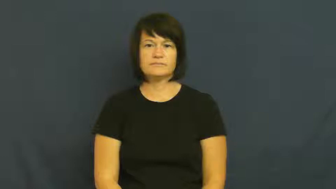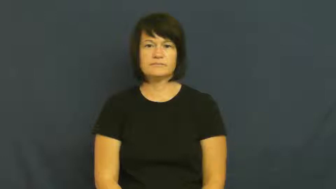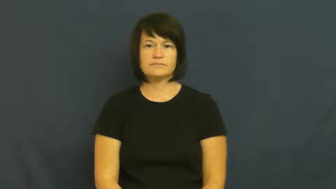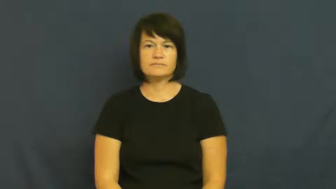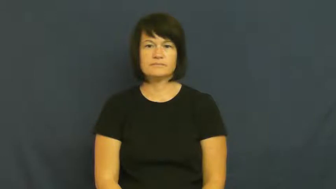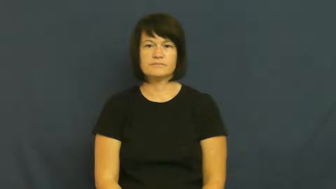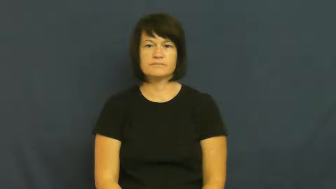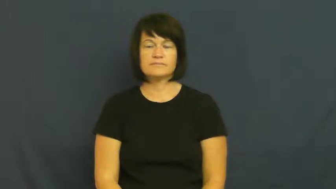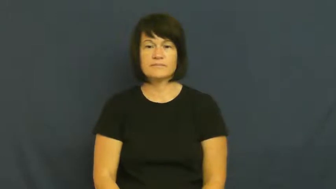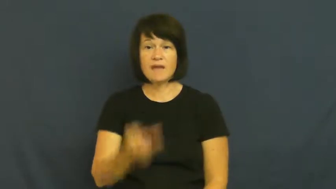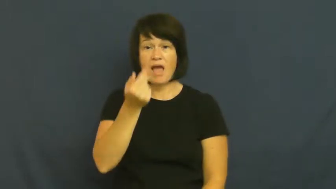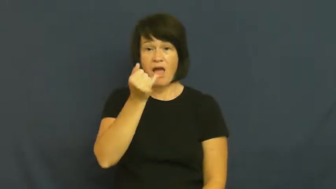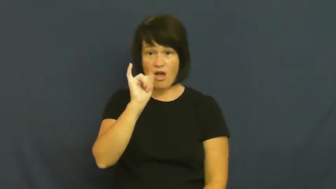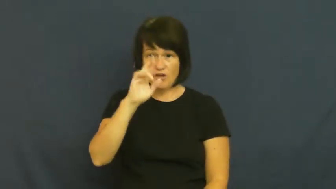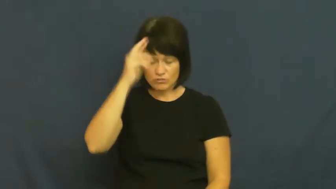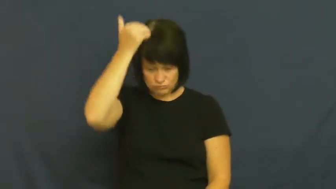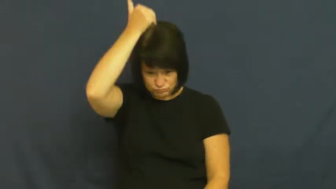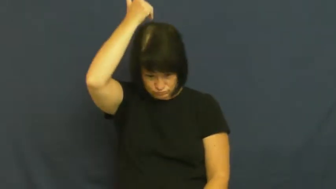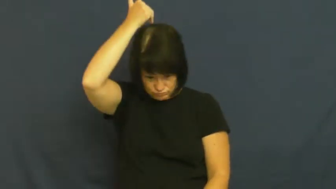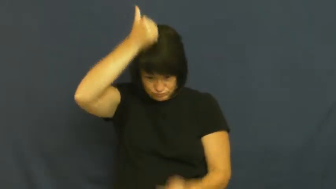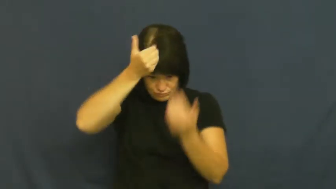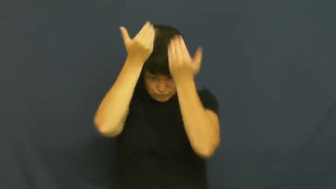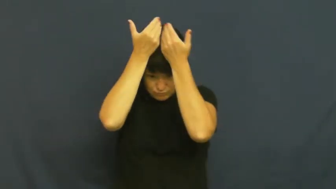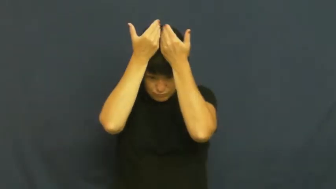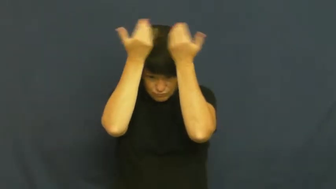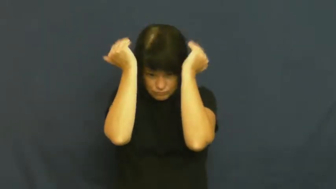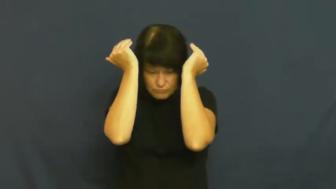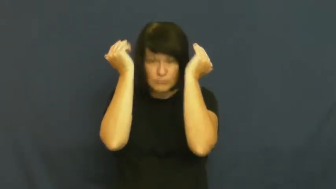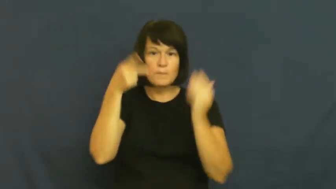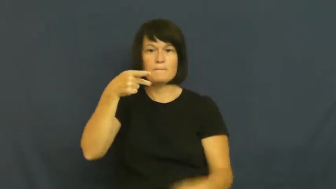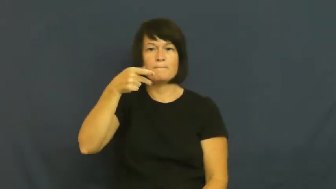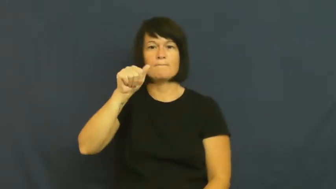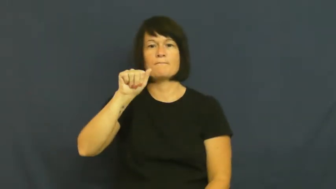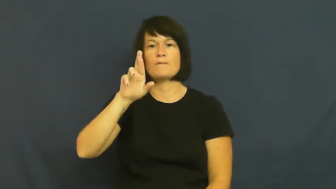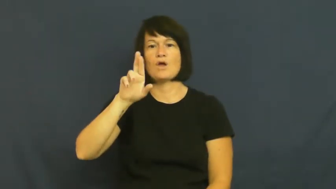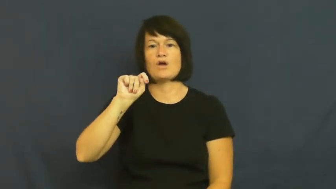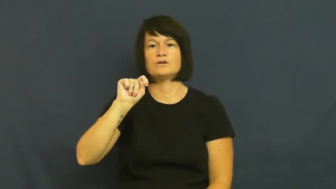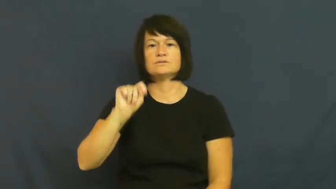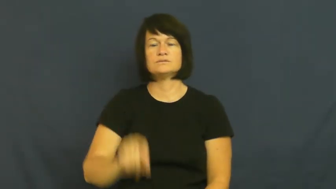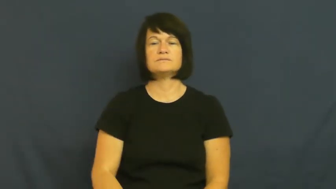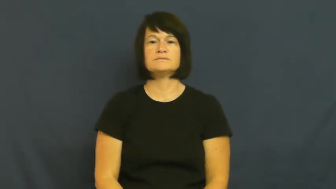part-hair